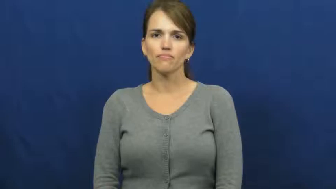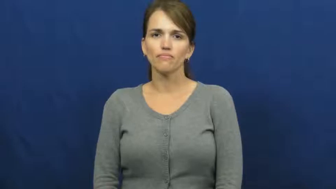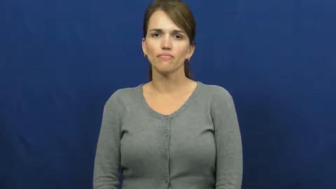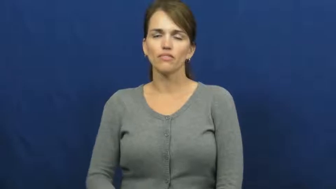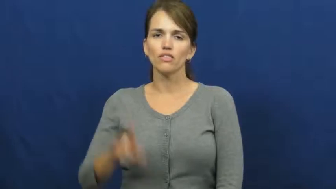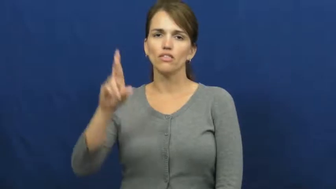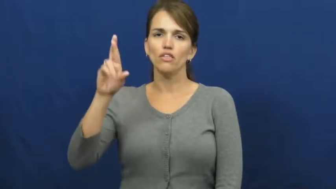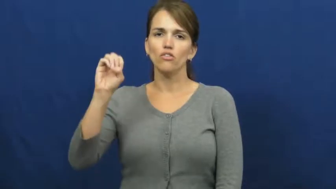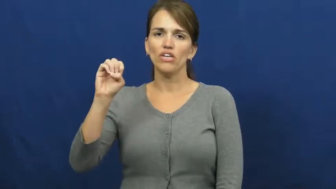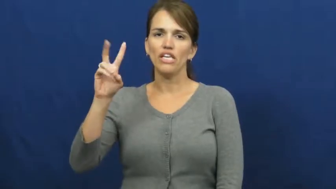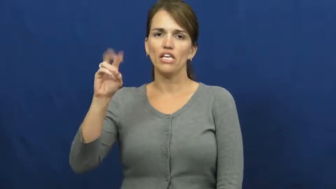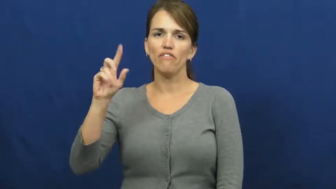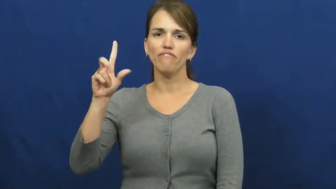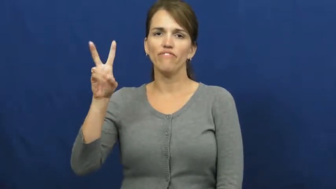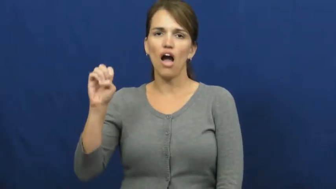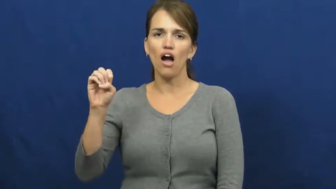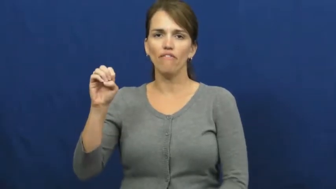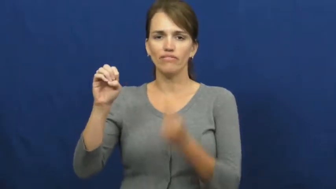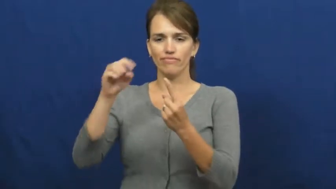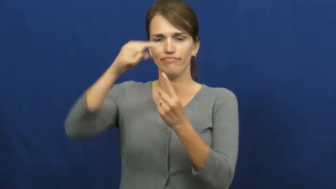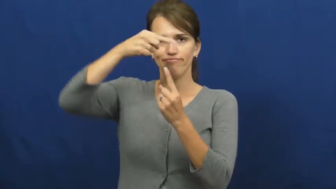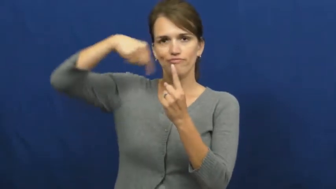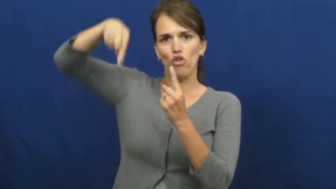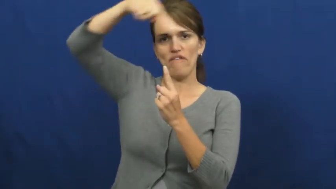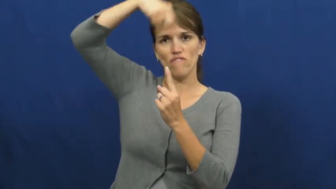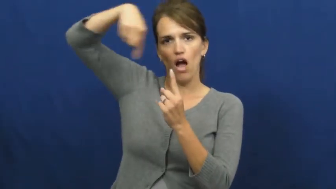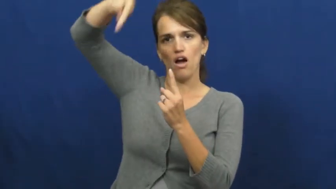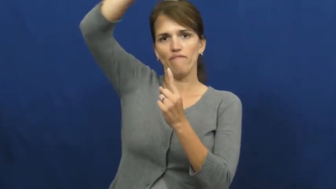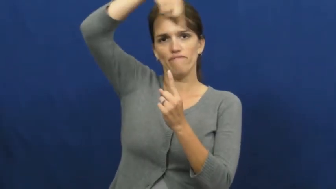revolve,revolve around